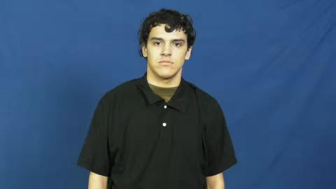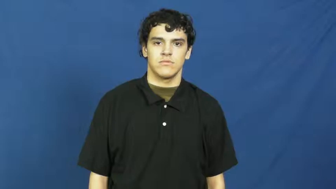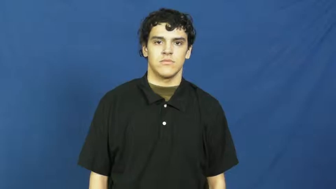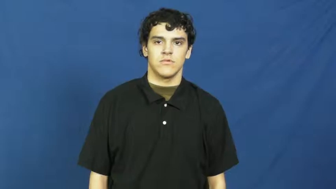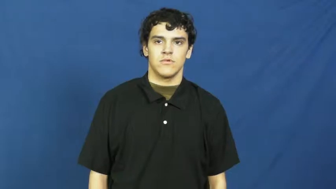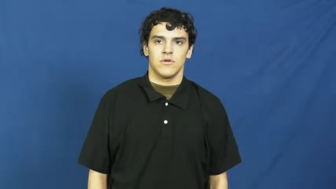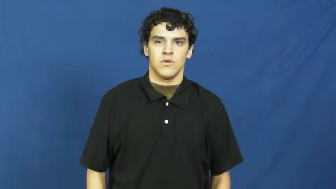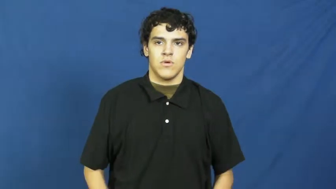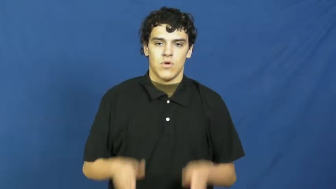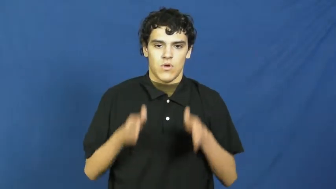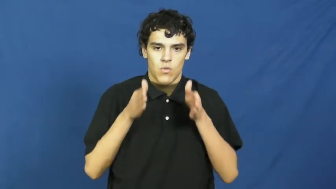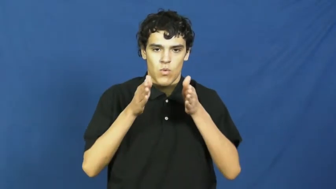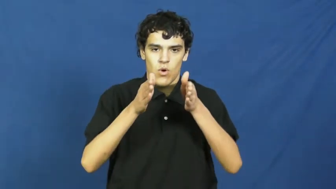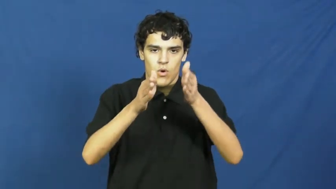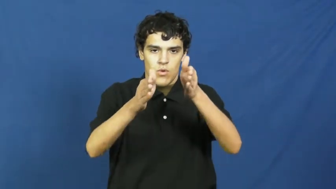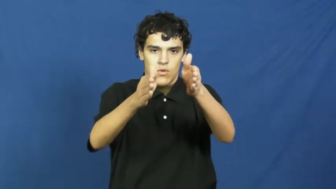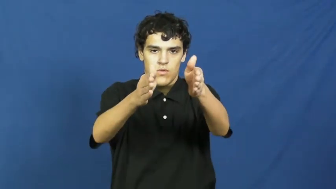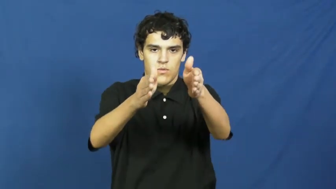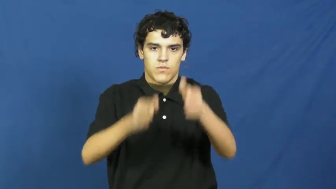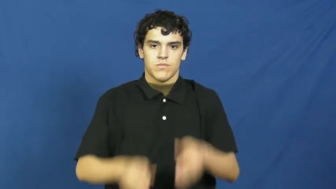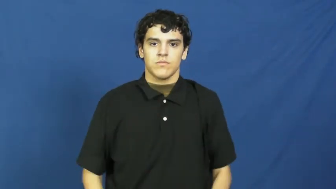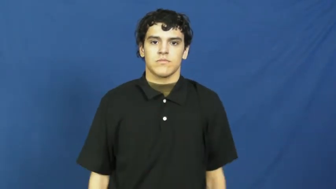lane-country